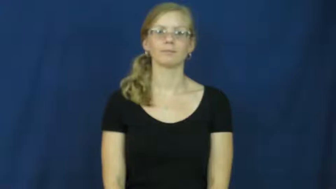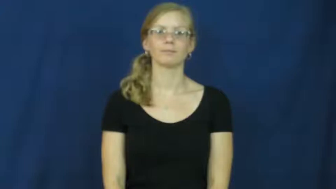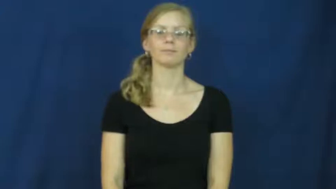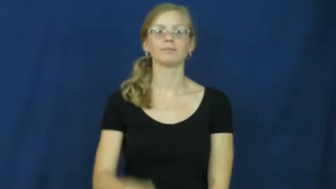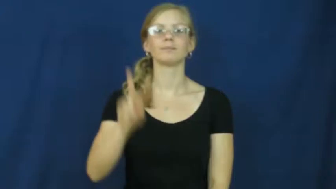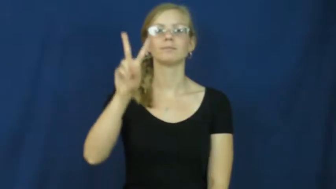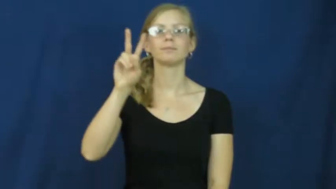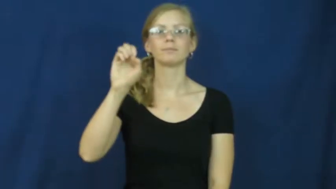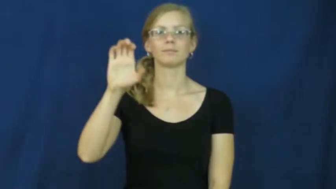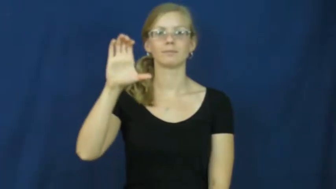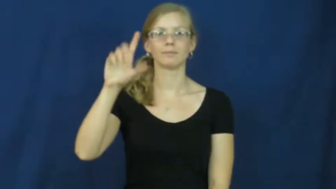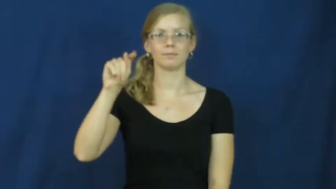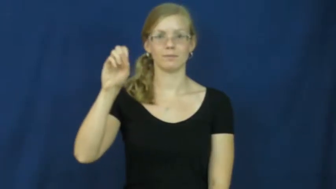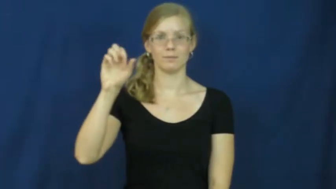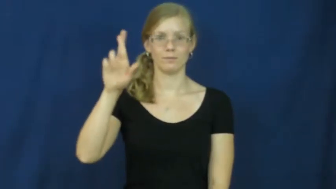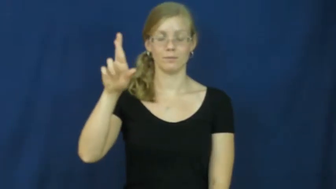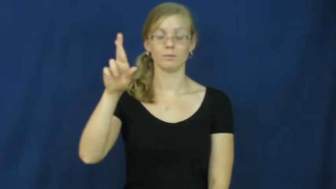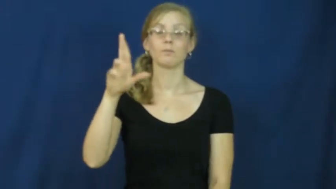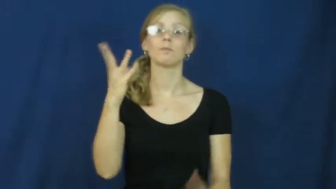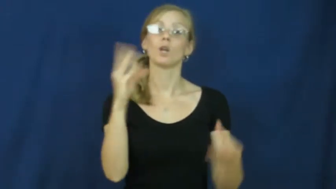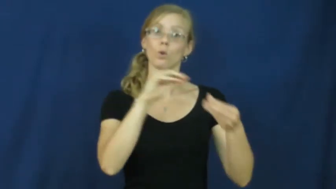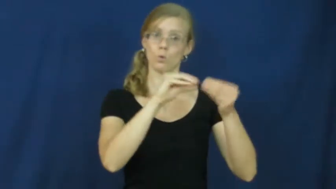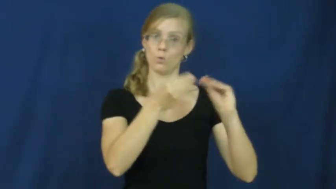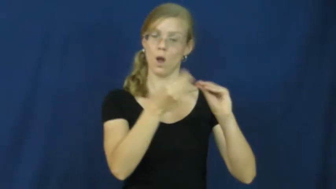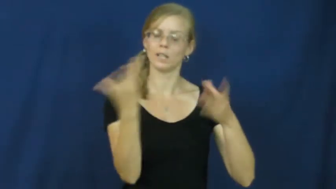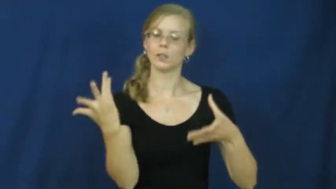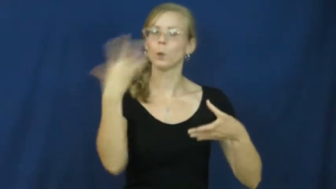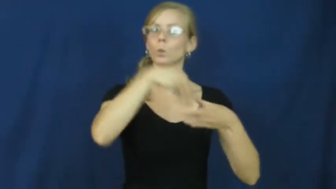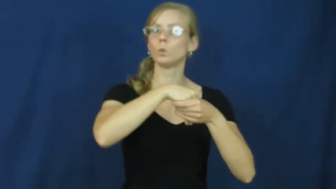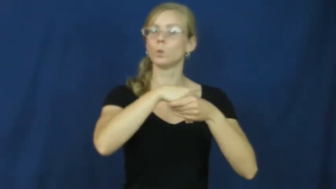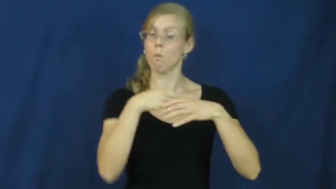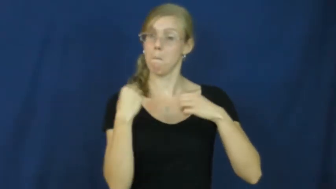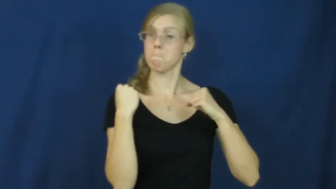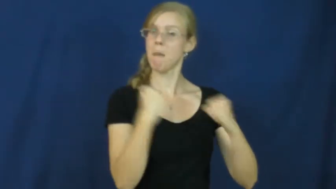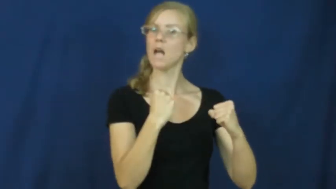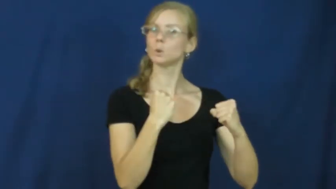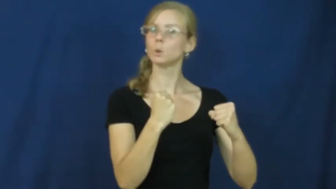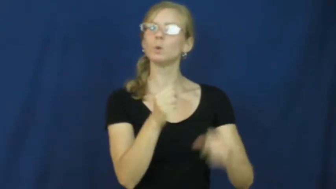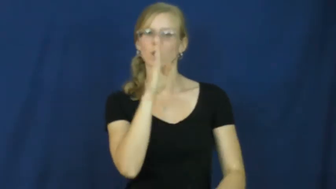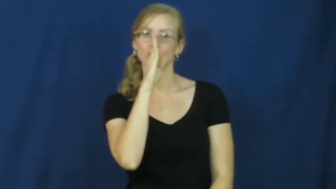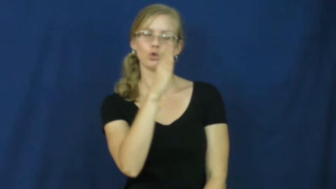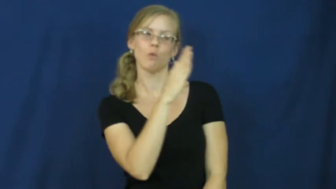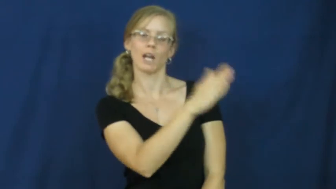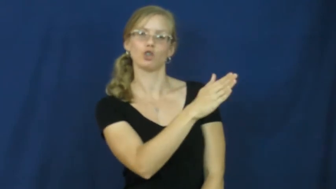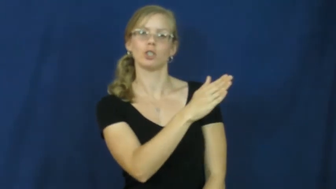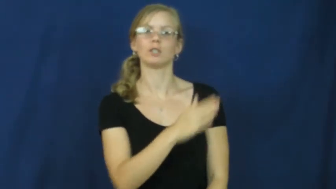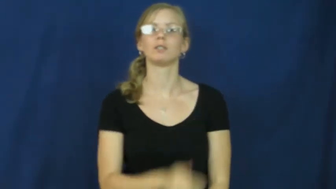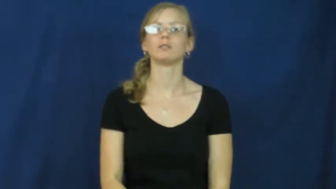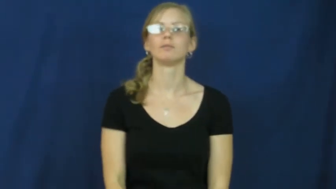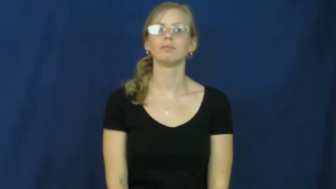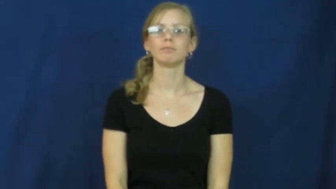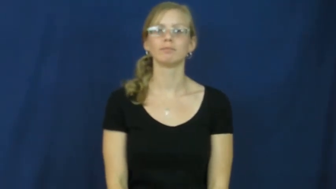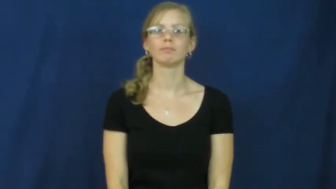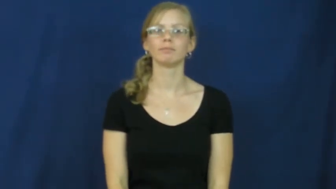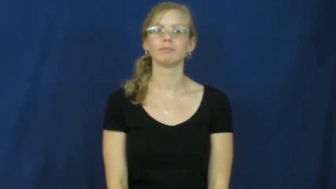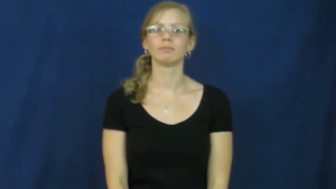vector-mathematic